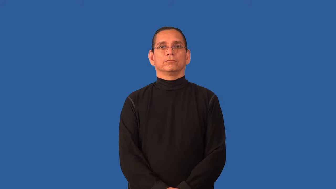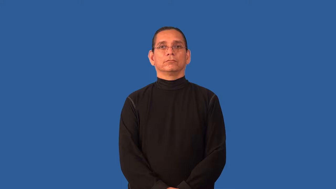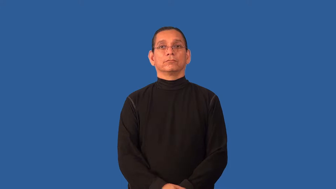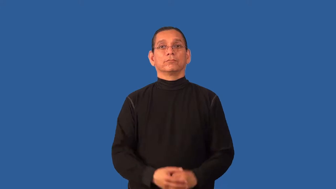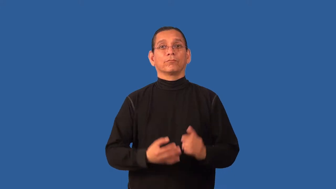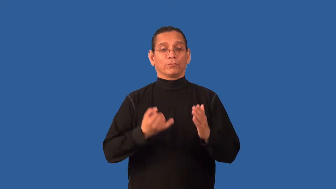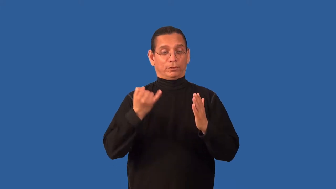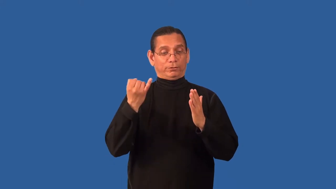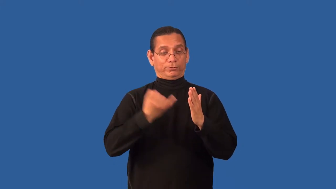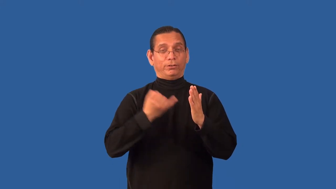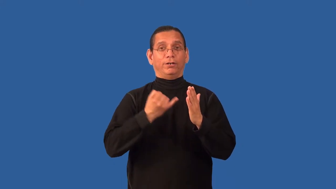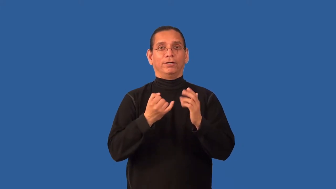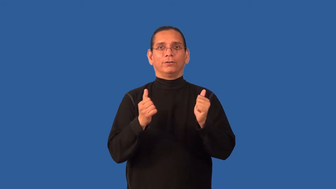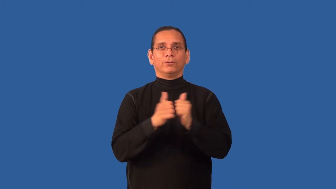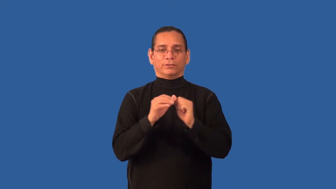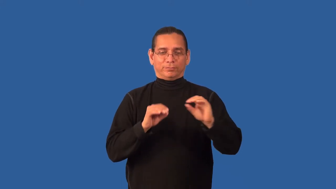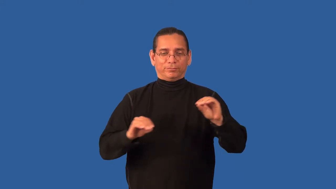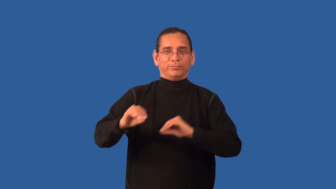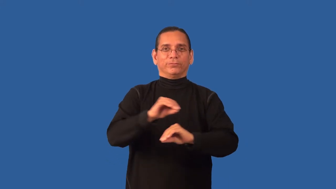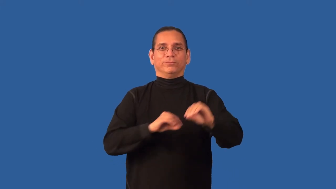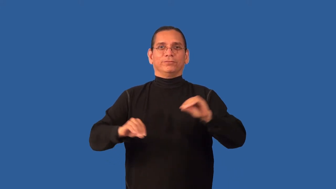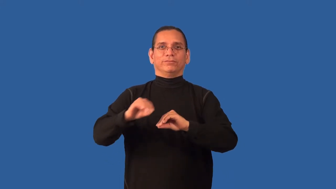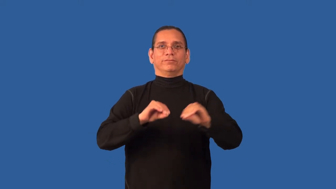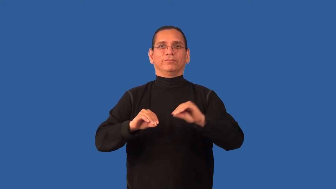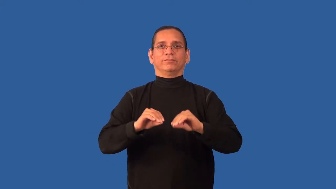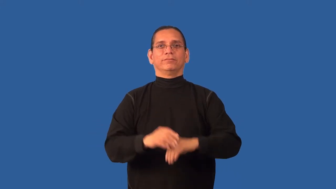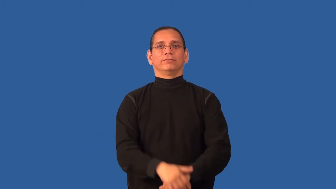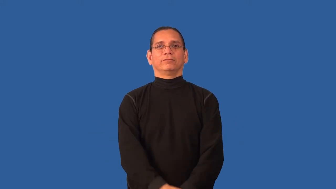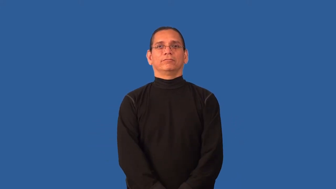animate-draw